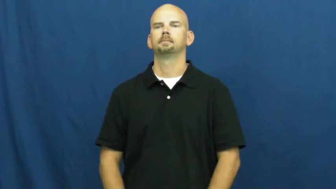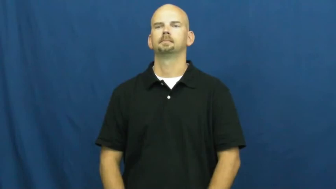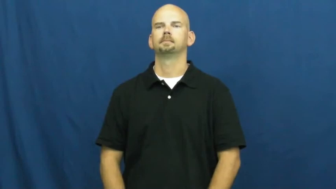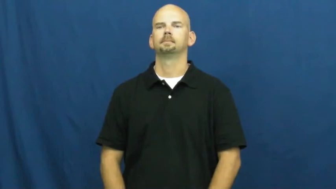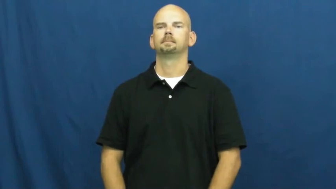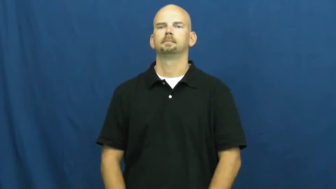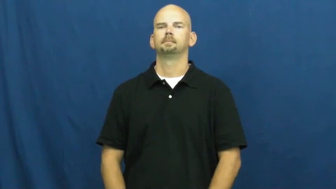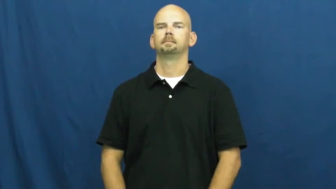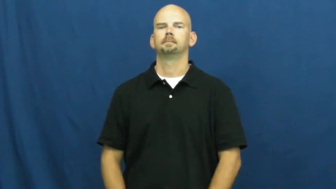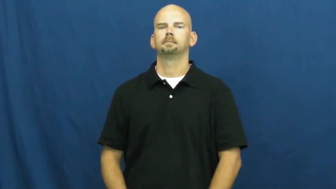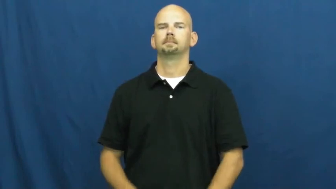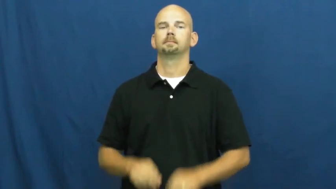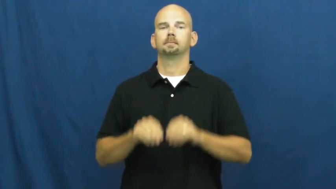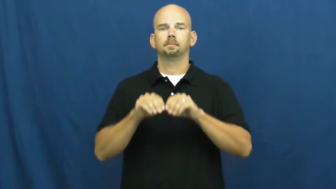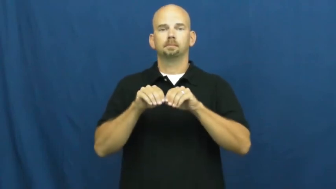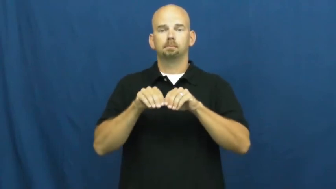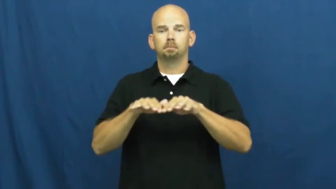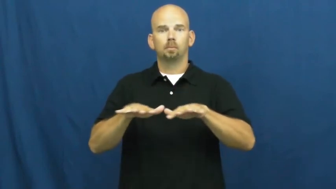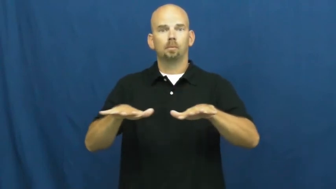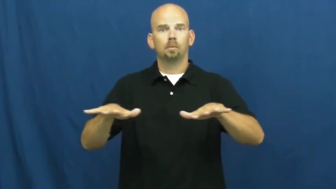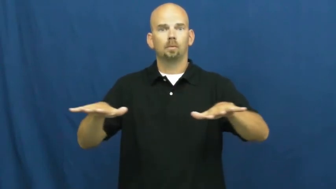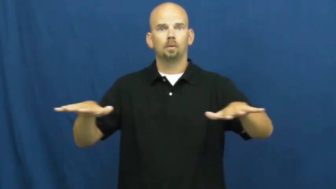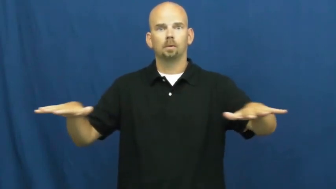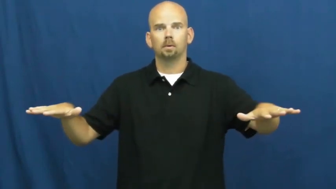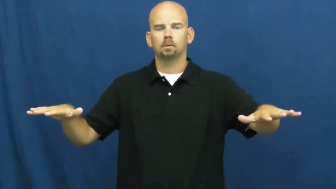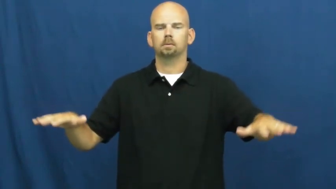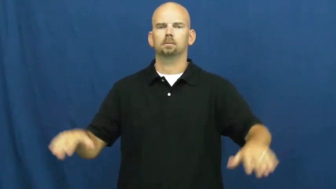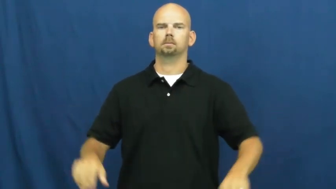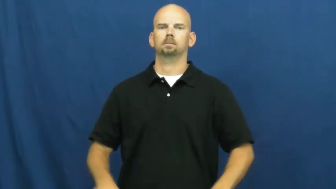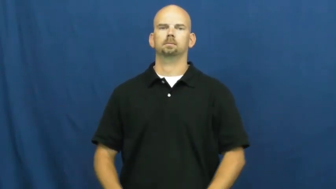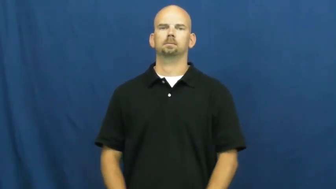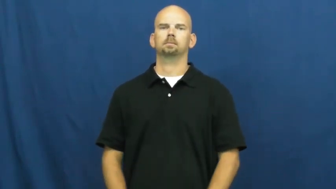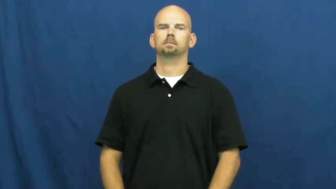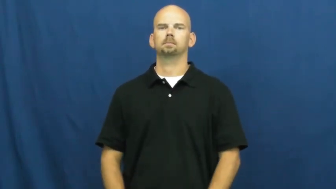pervade,pervasive